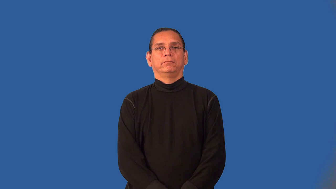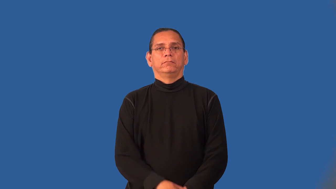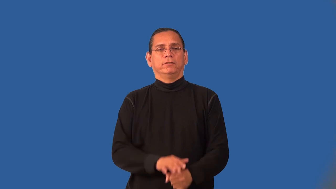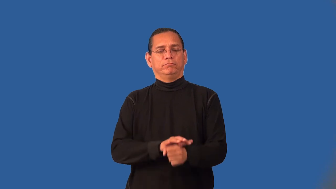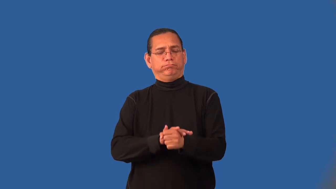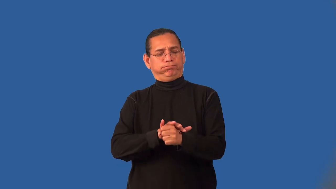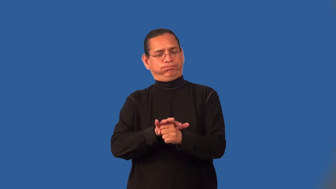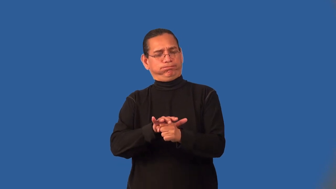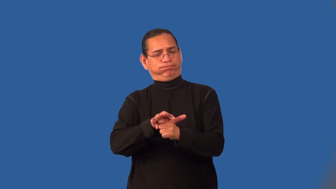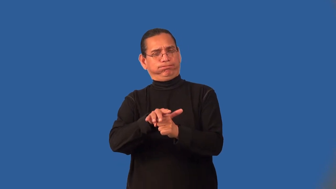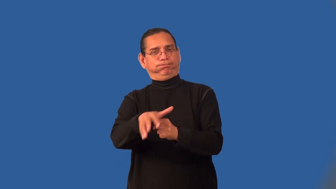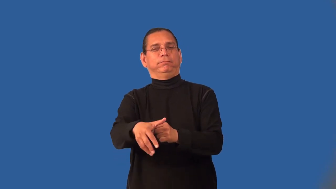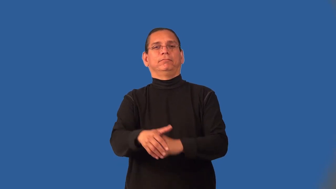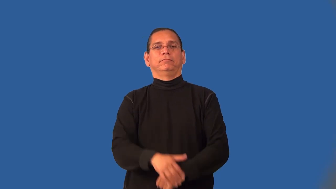inexhaustible